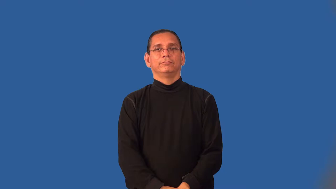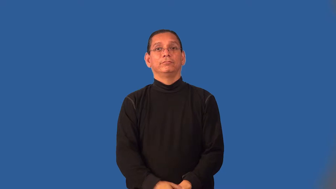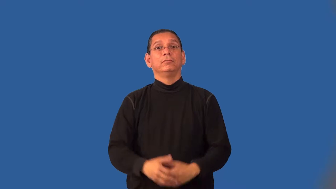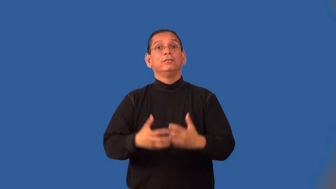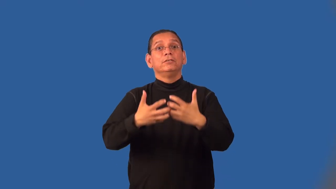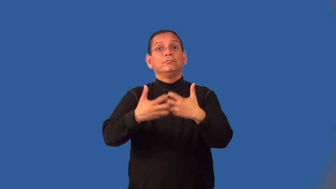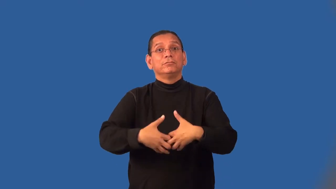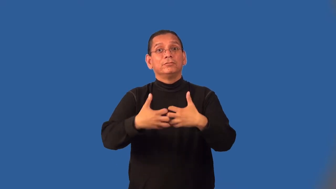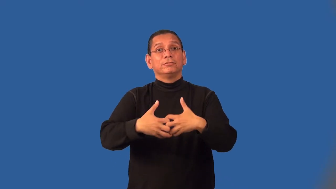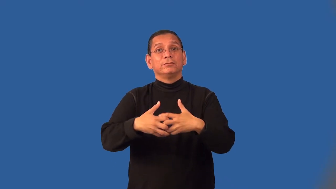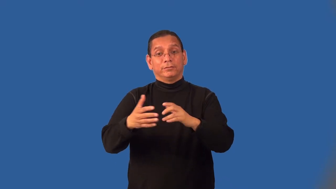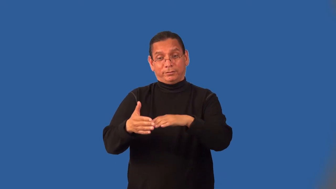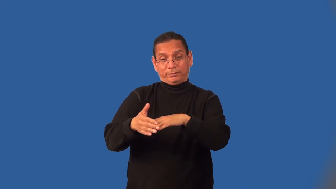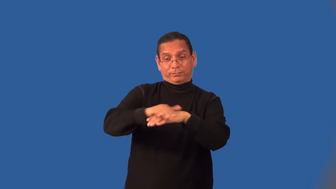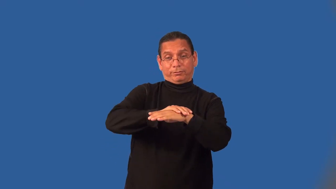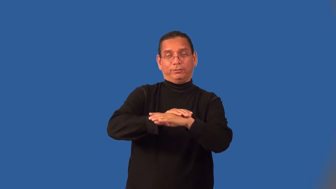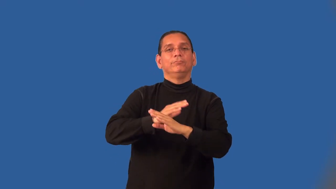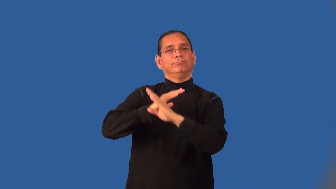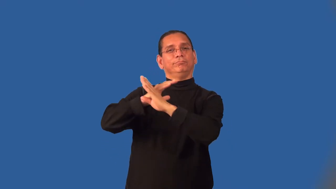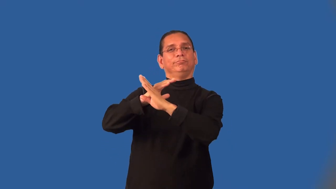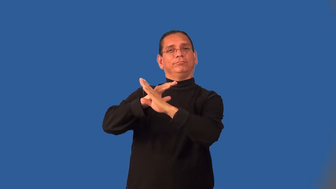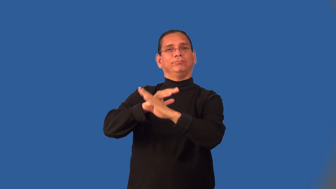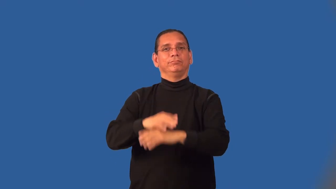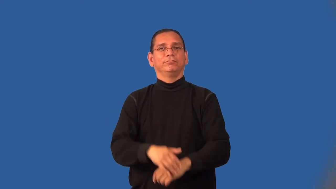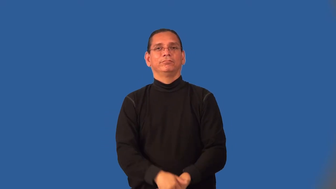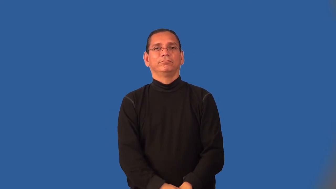housing-enclosure